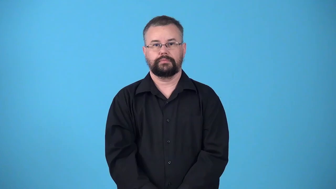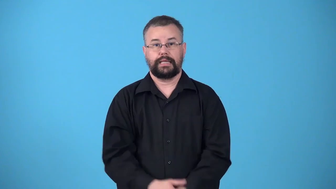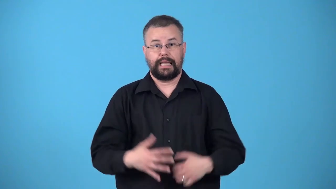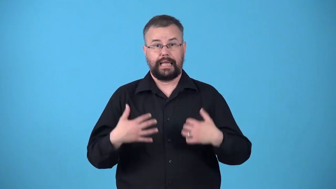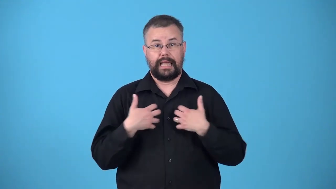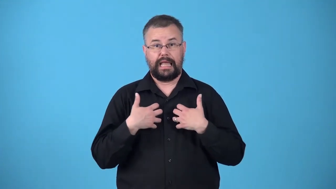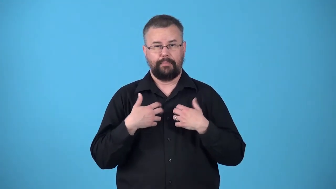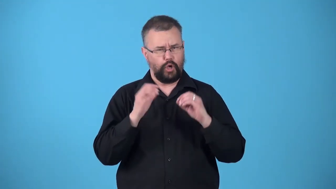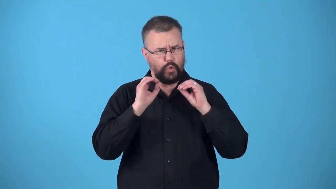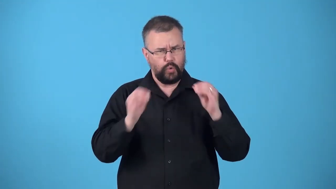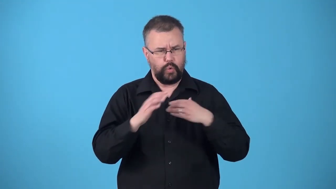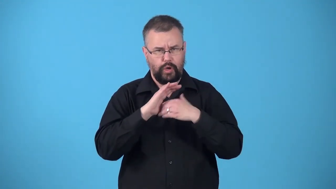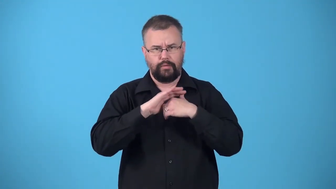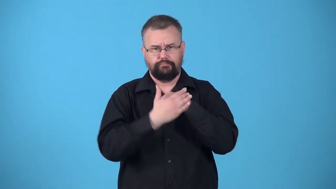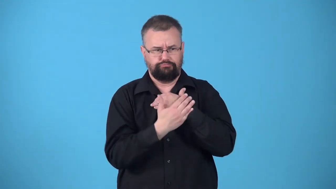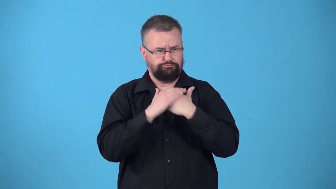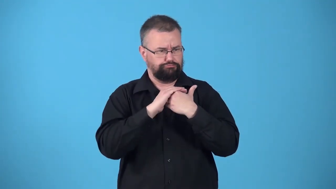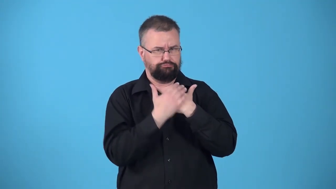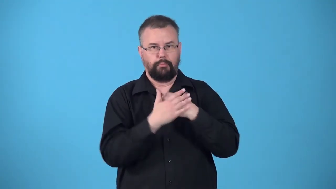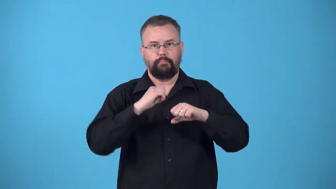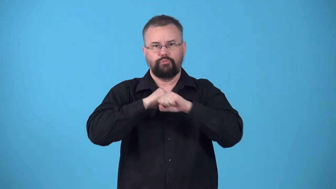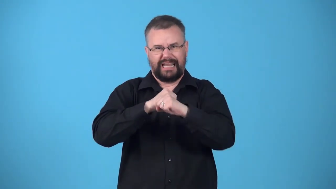unarmored